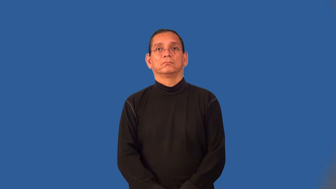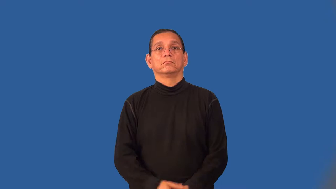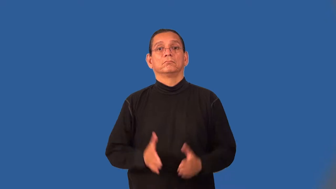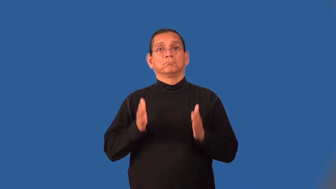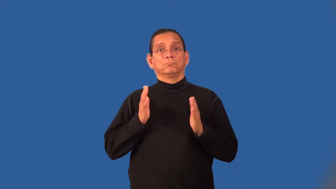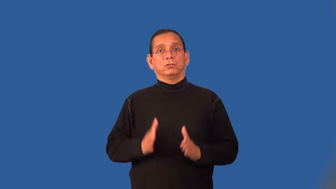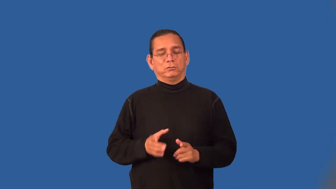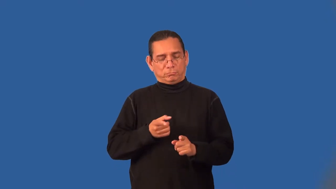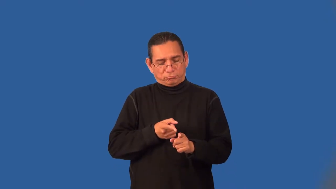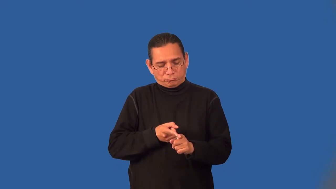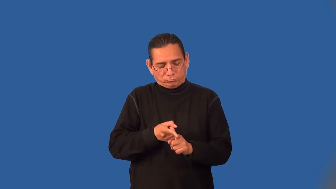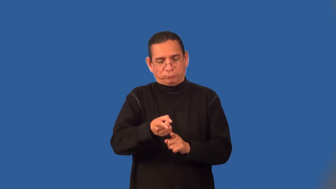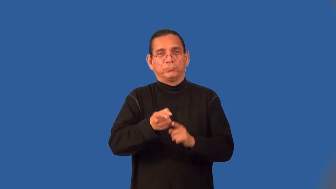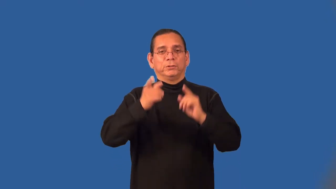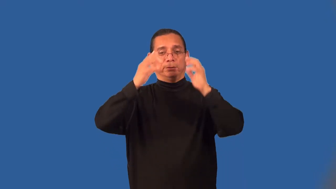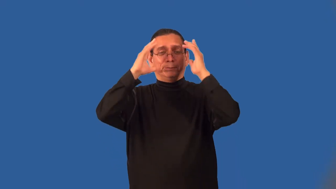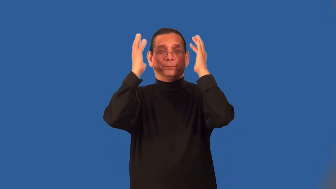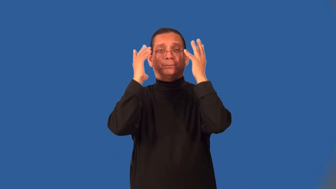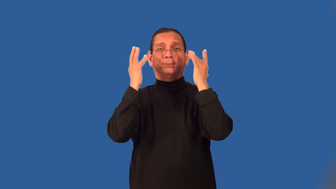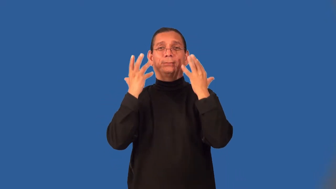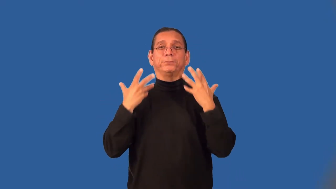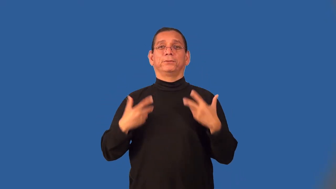cosmetician,cosmetologist,beautician,stylist,stylists